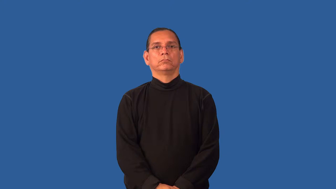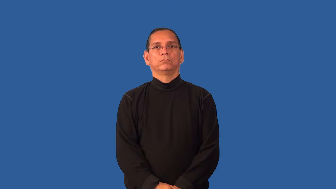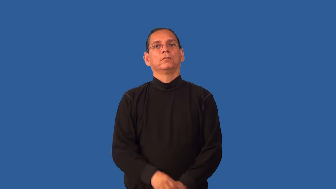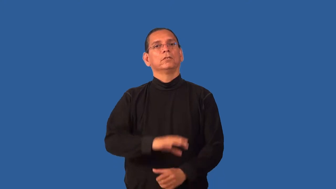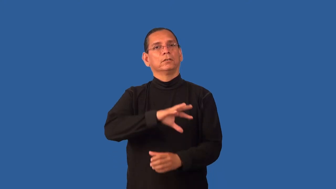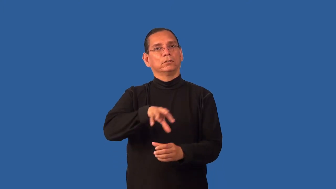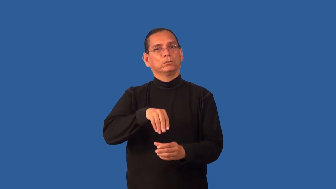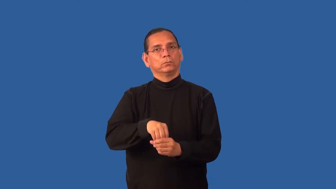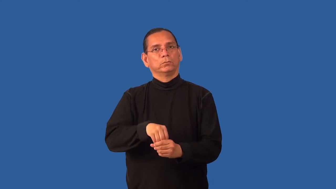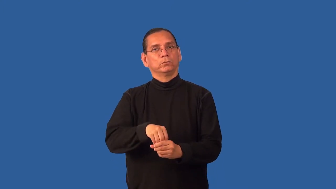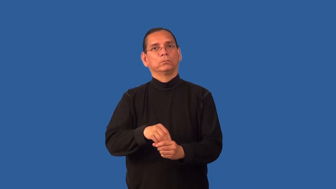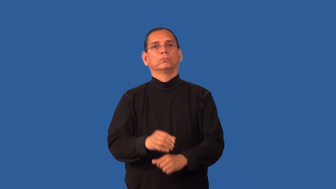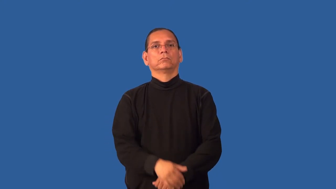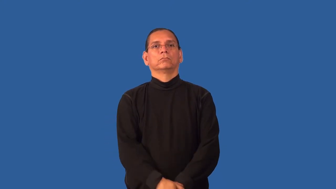entail